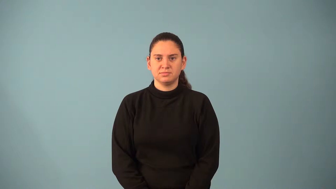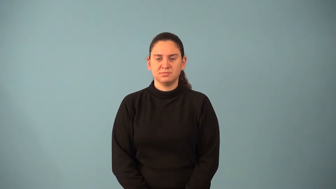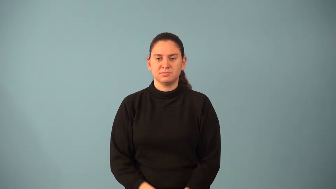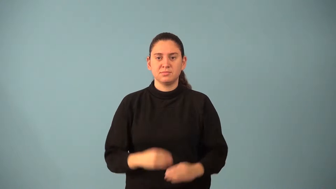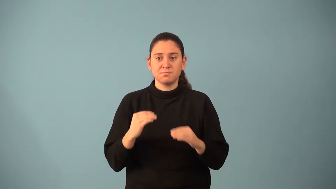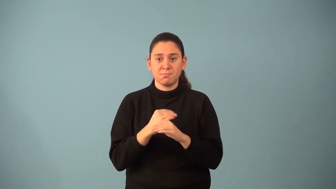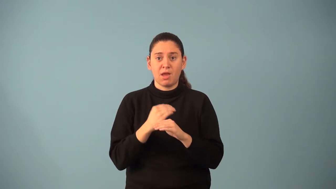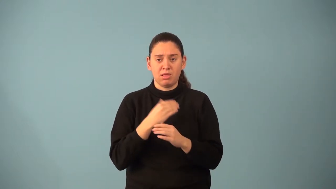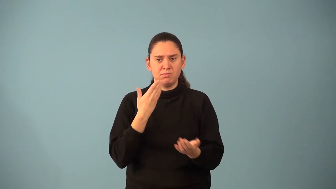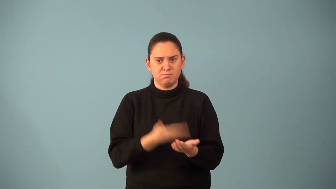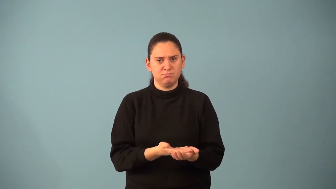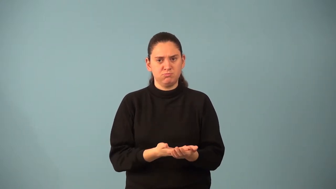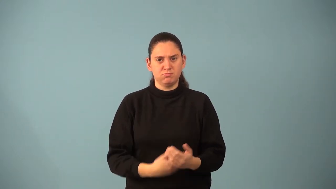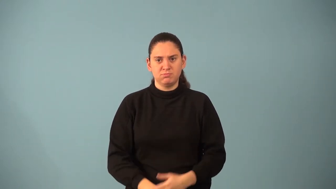mathematical induction